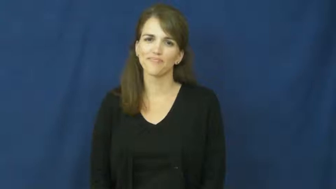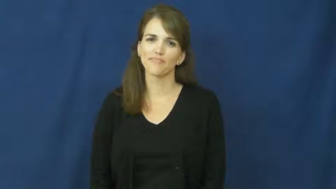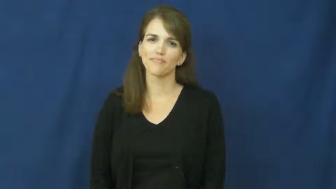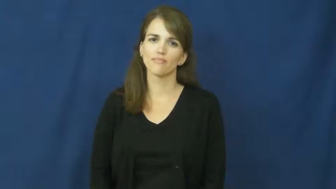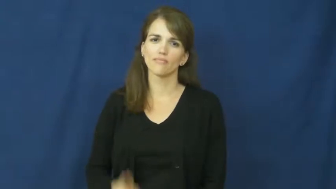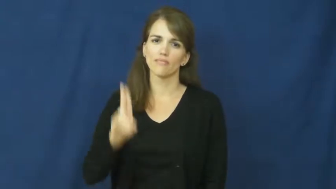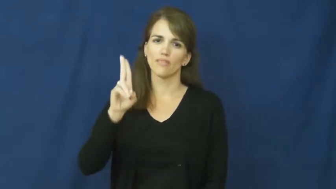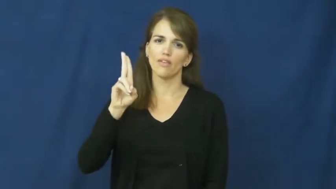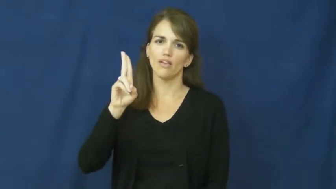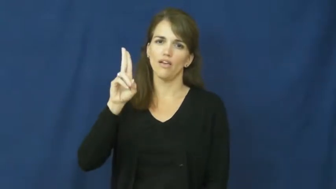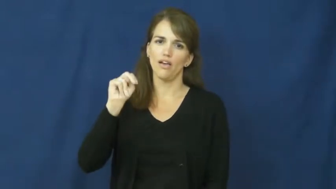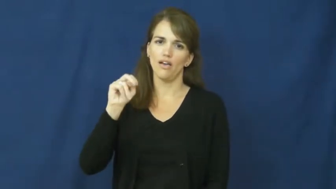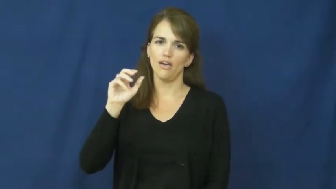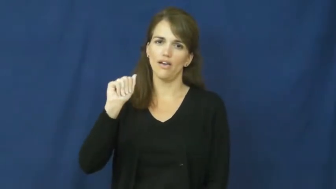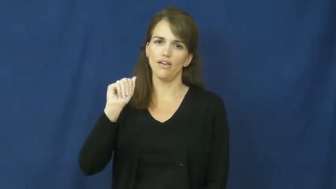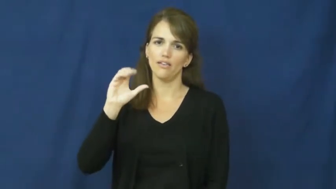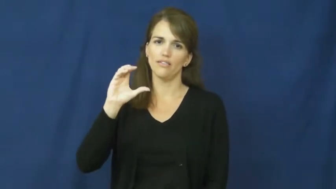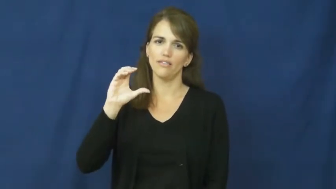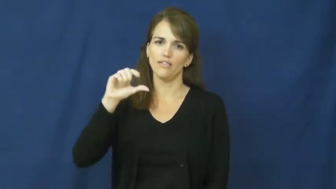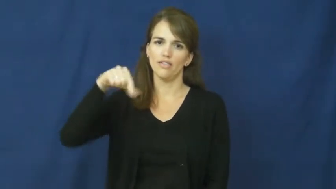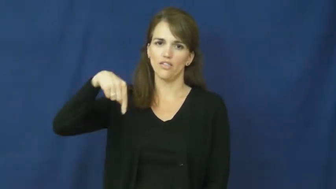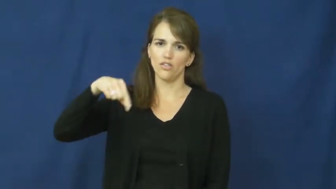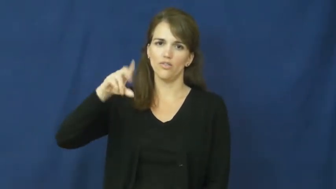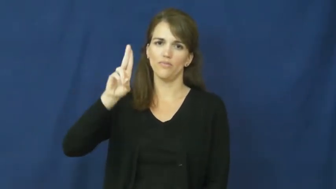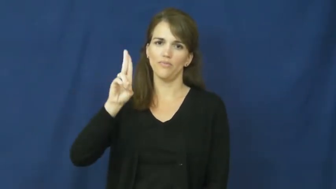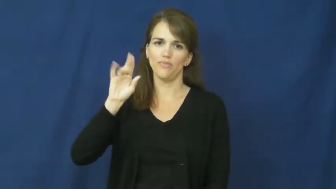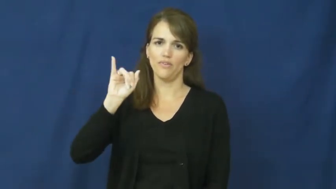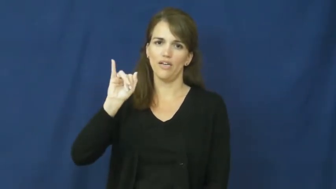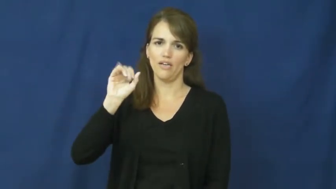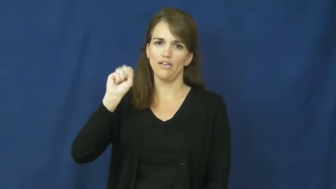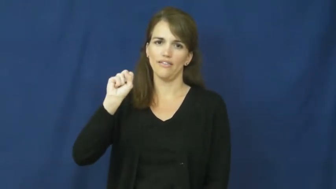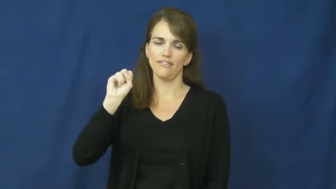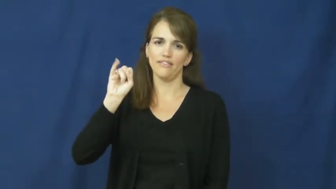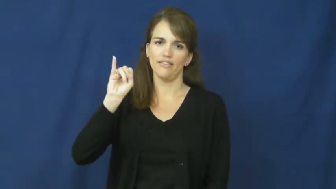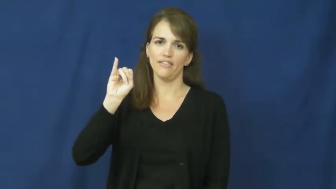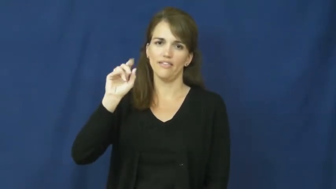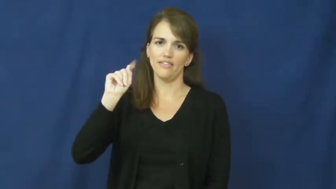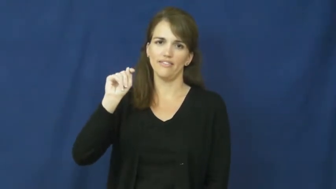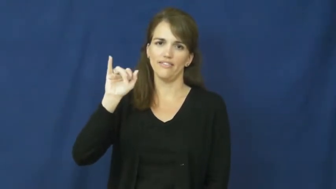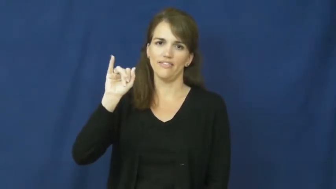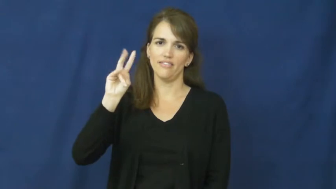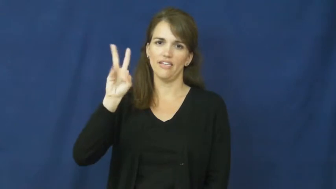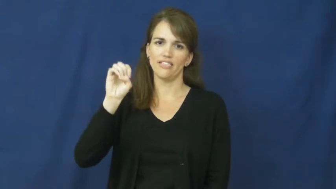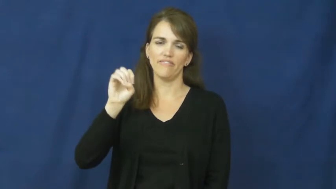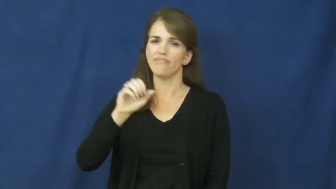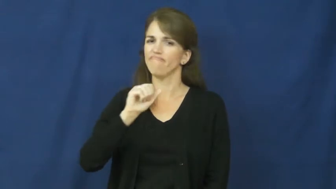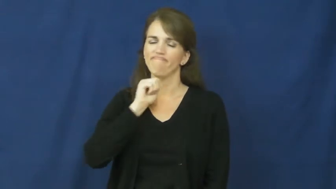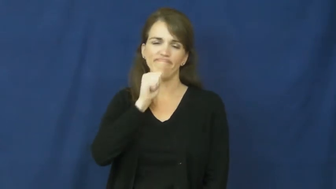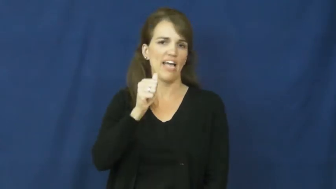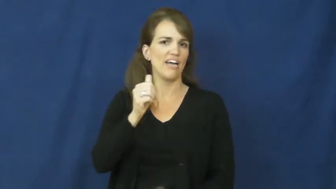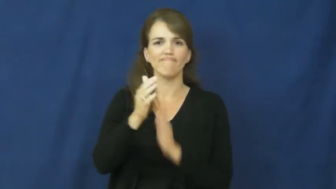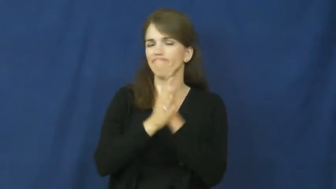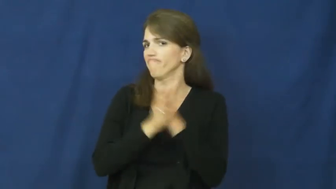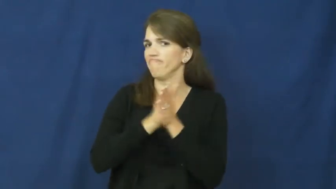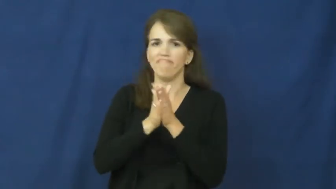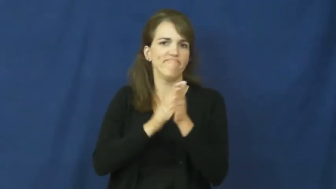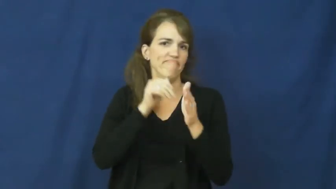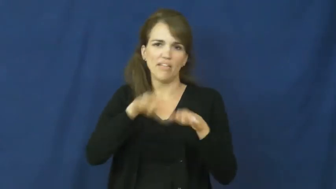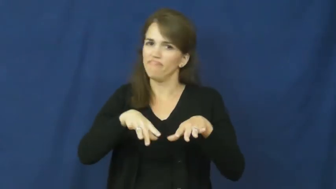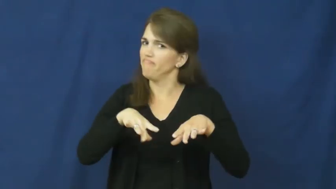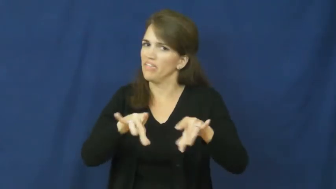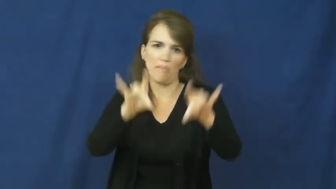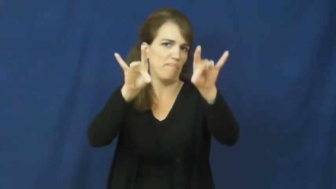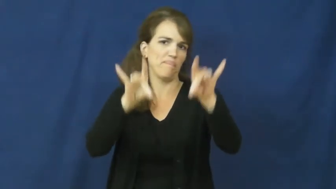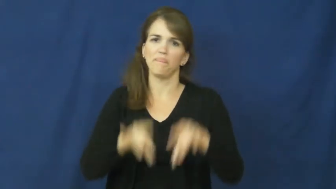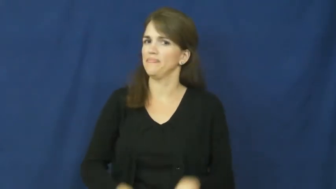unacquisitive